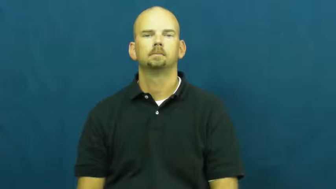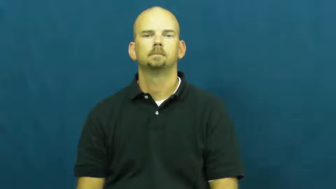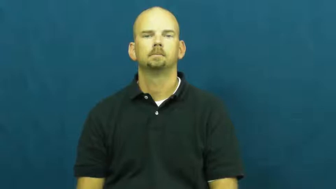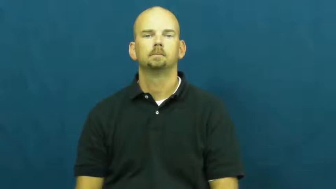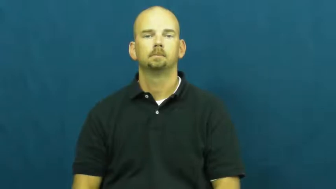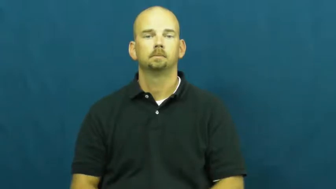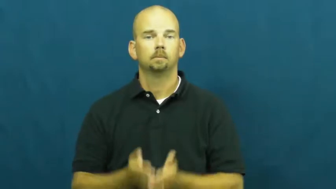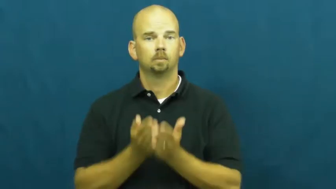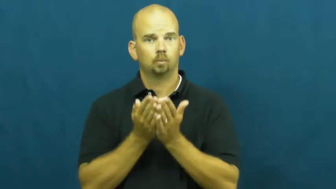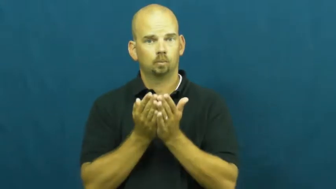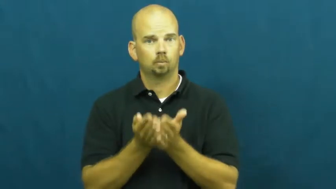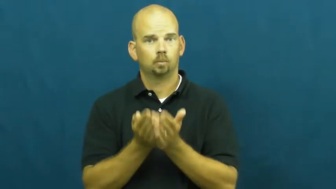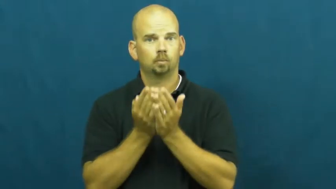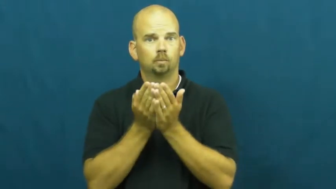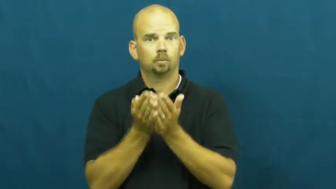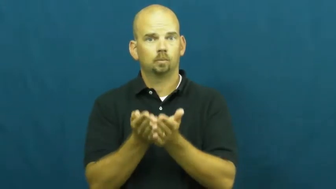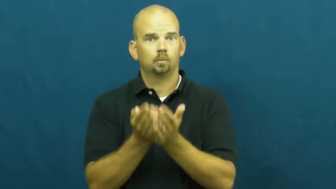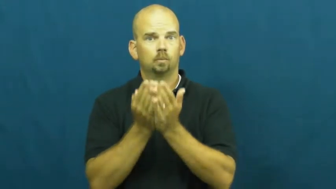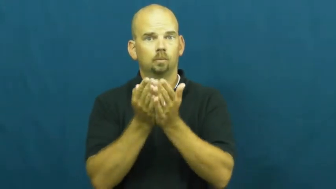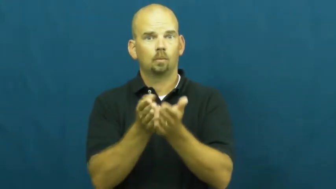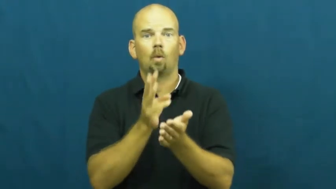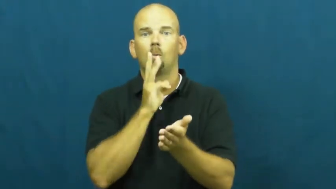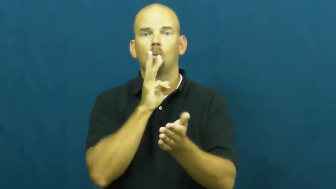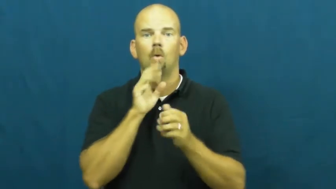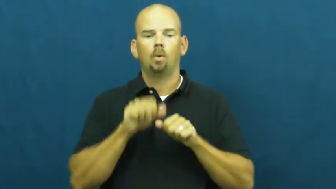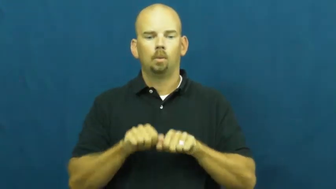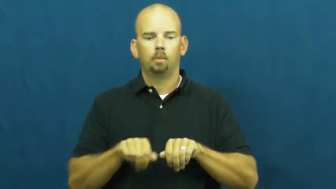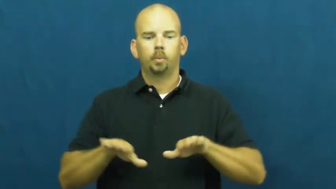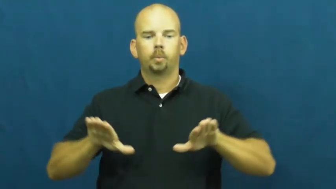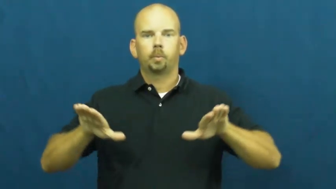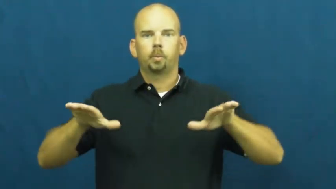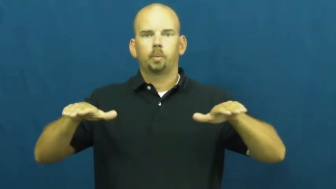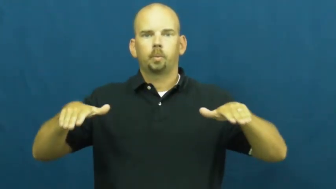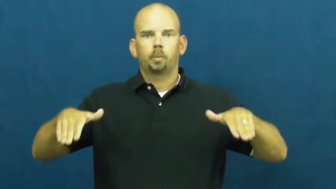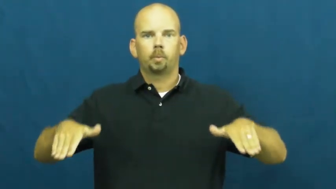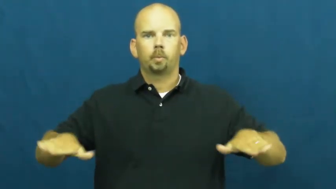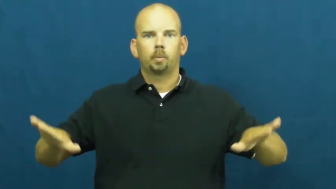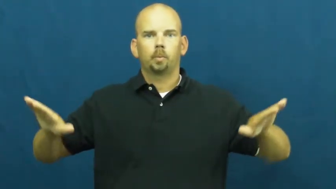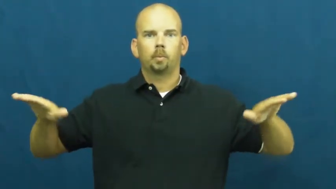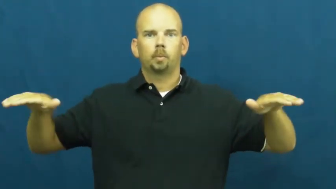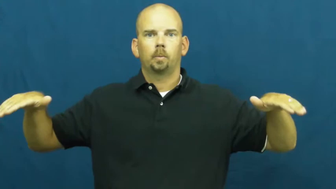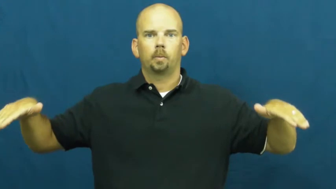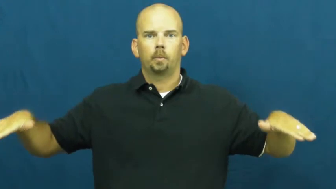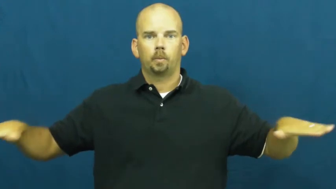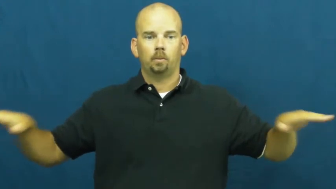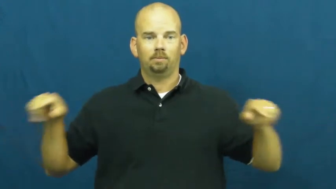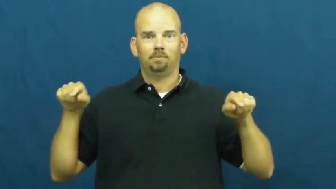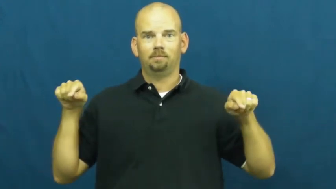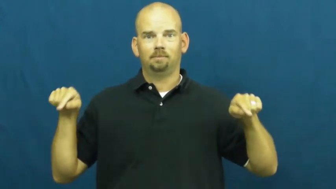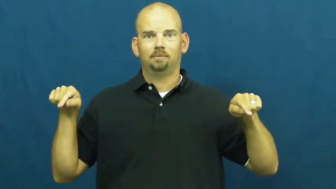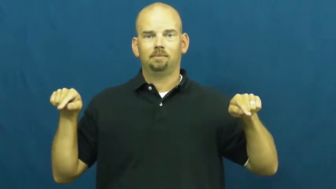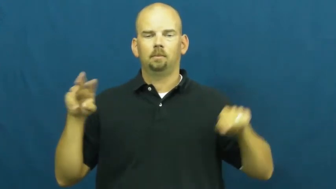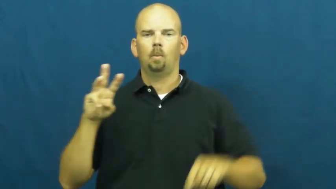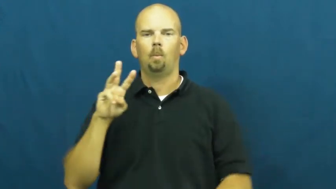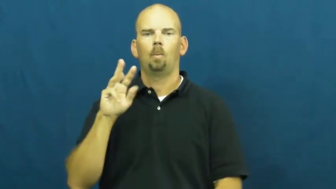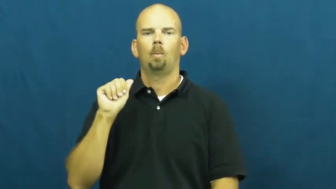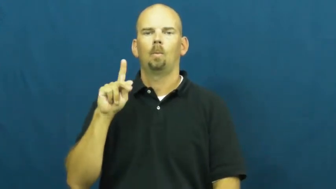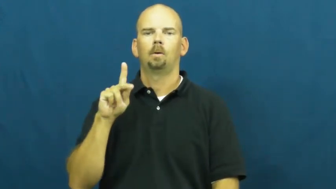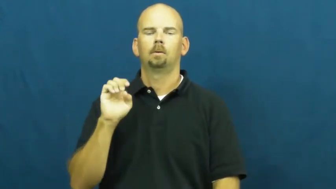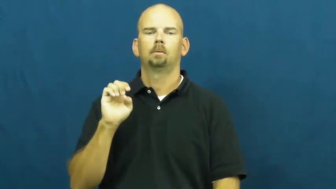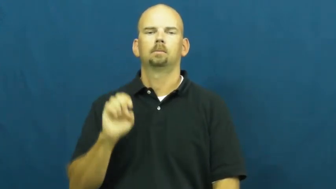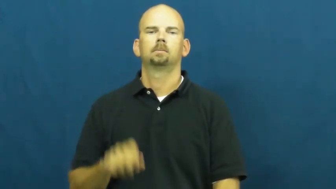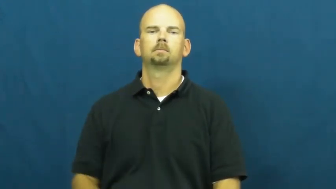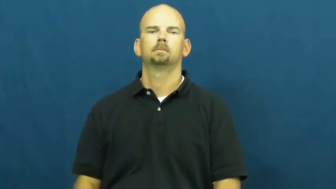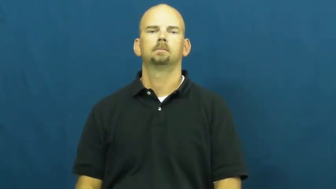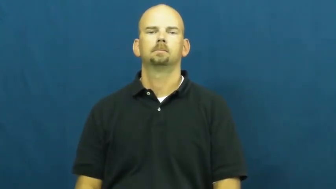wake-wave